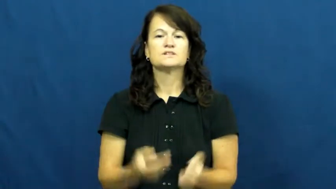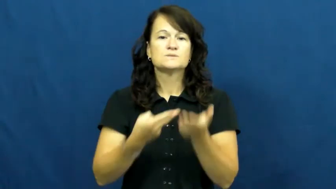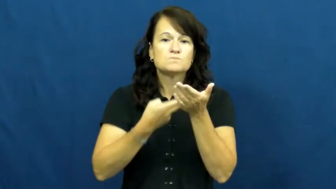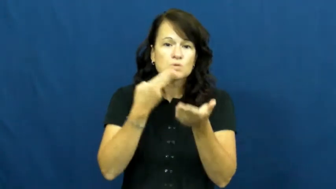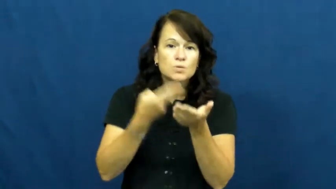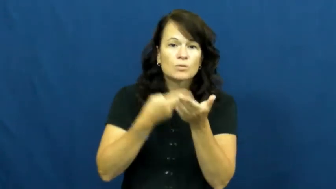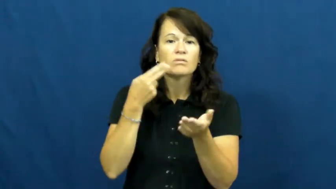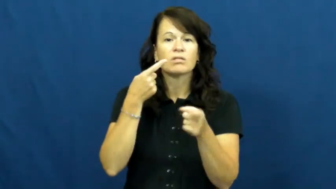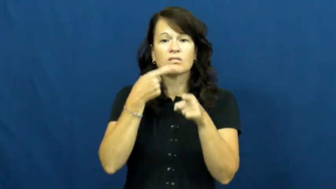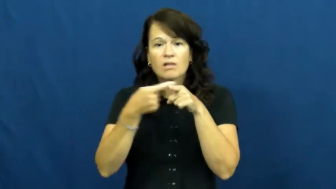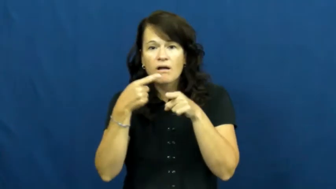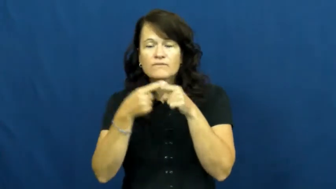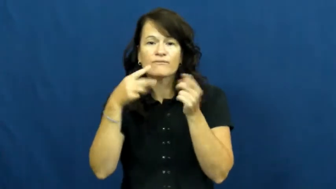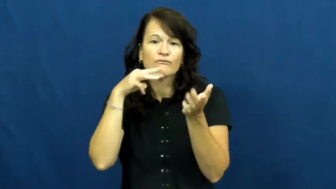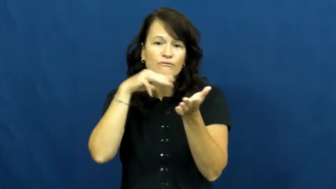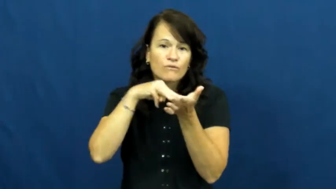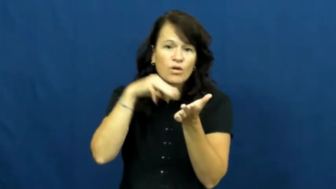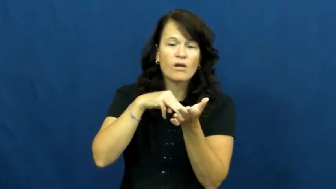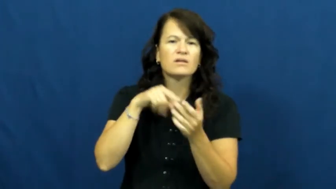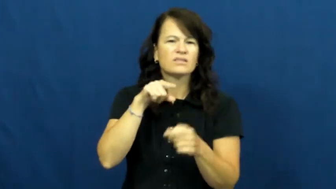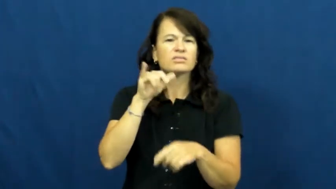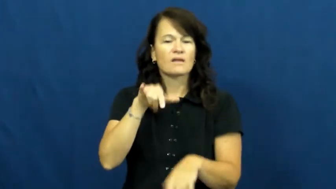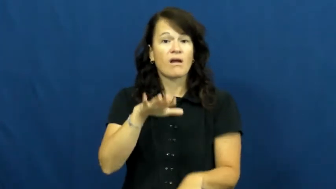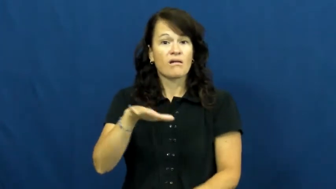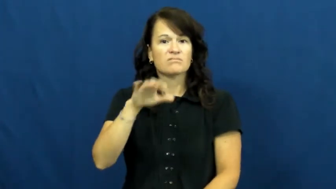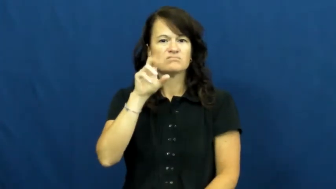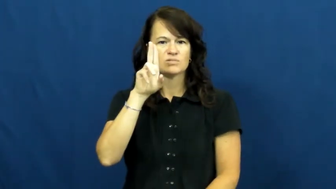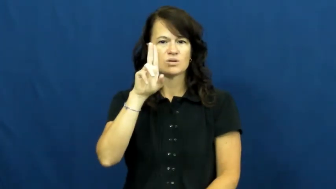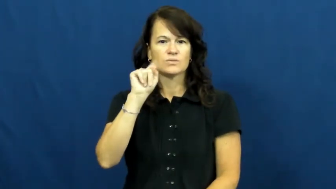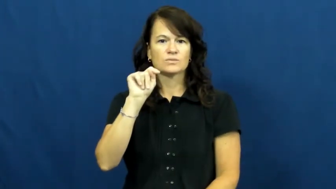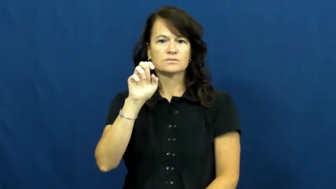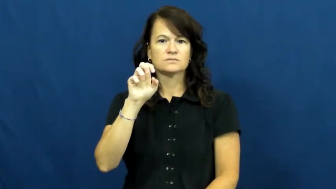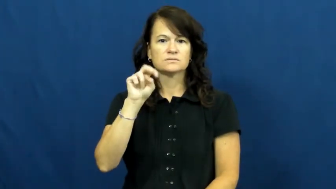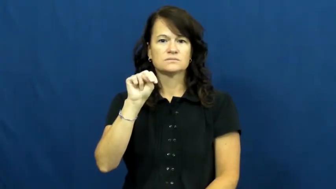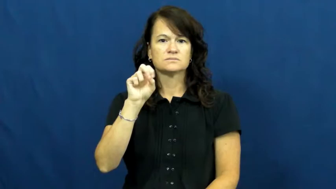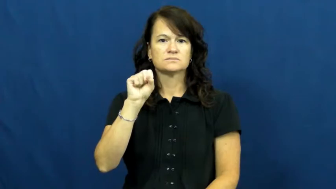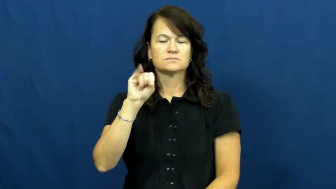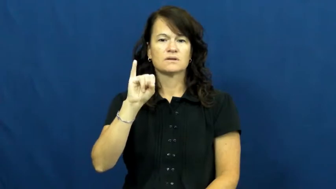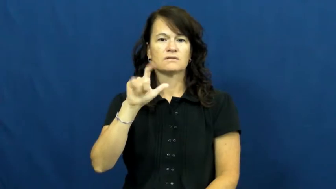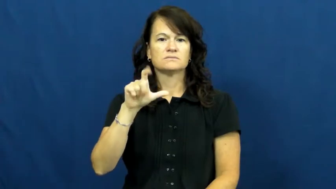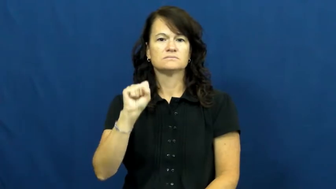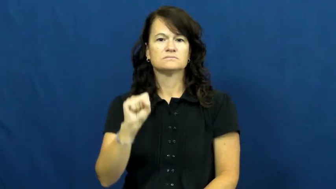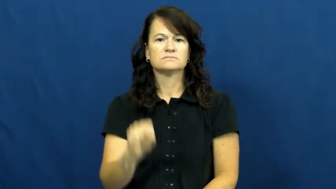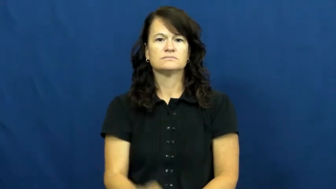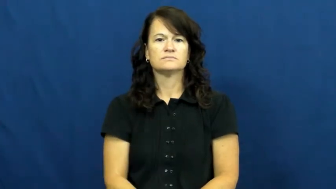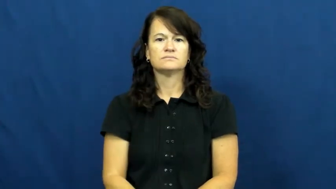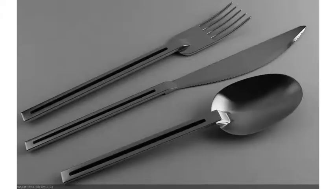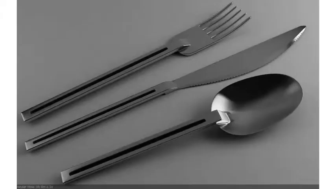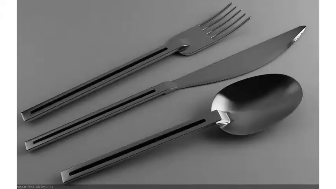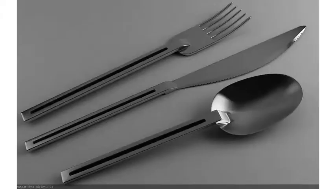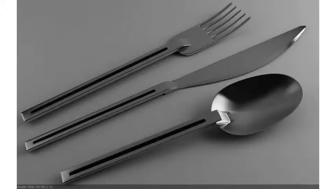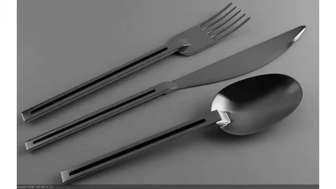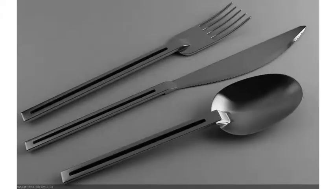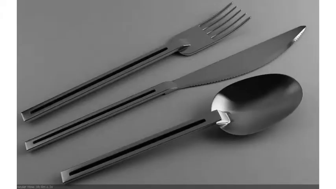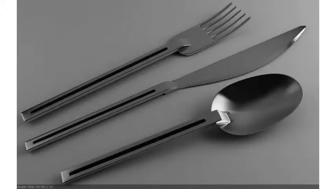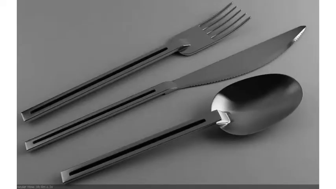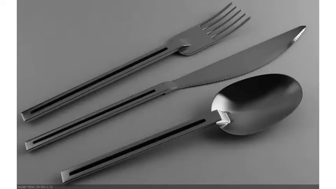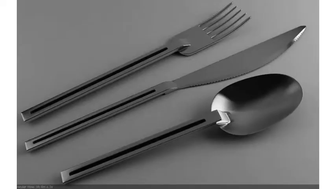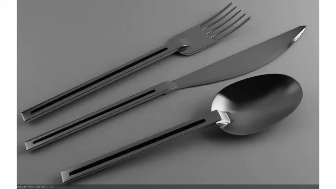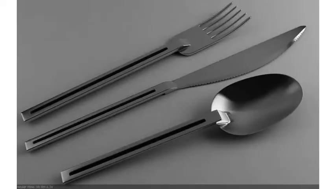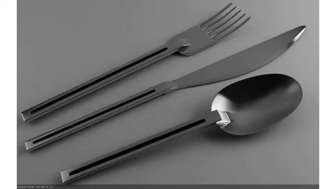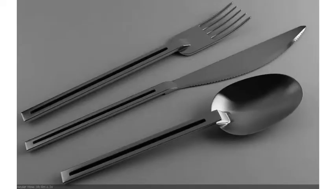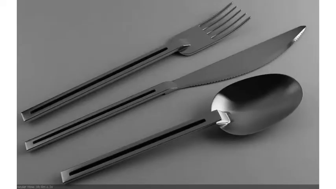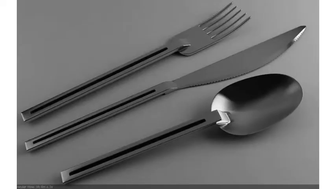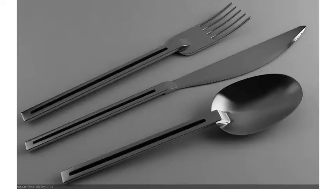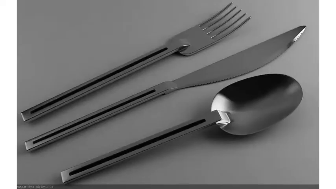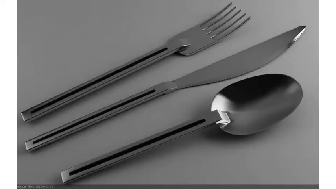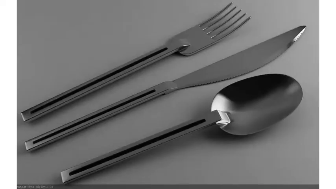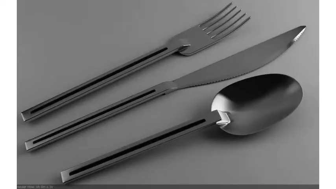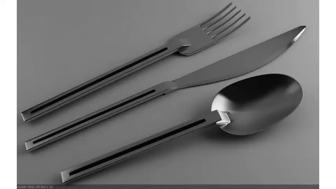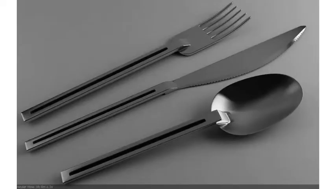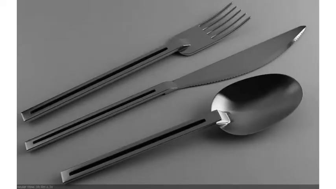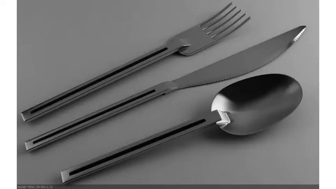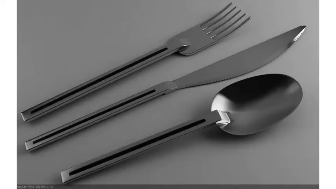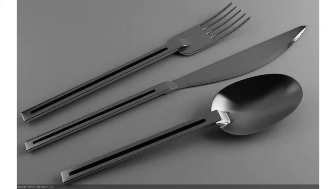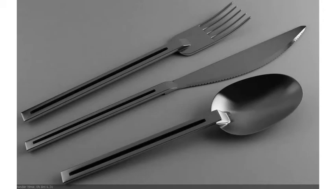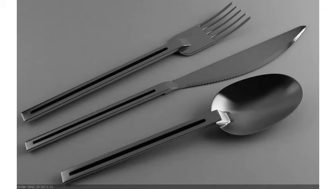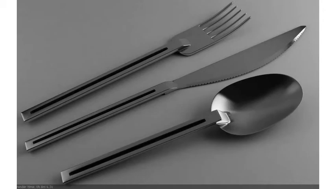utensil,flatware